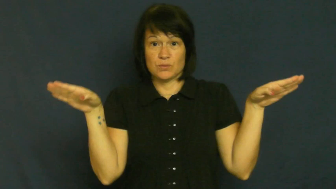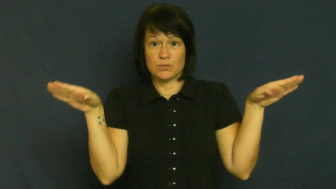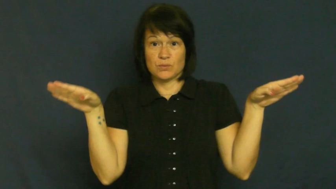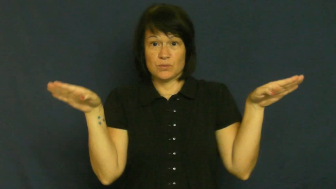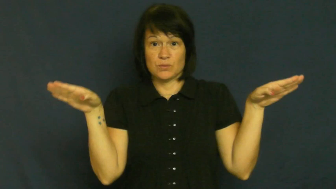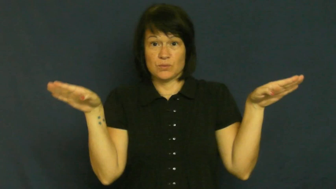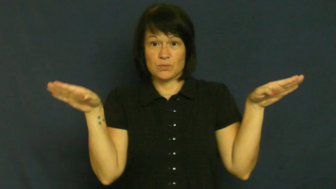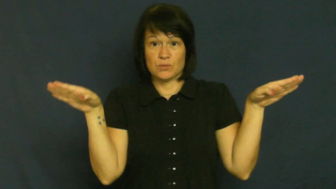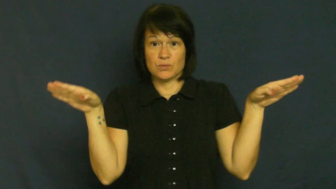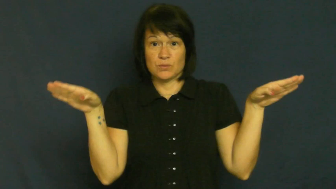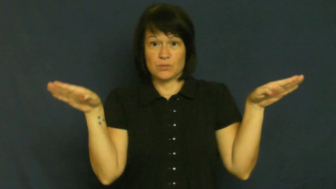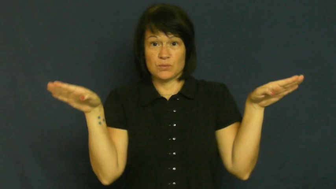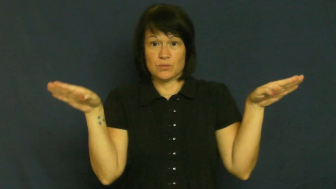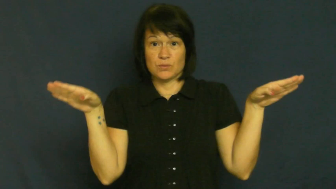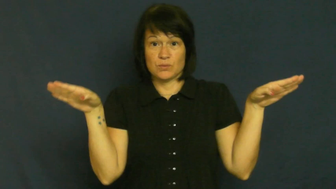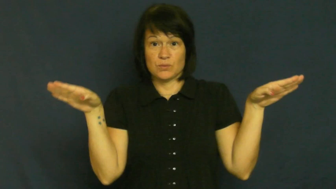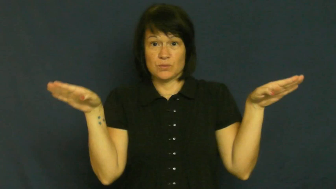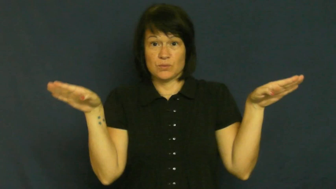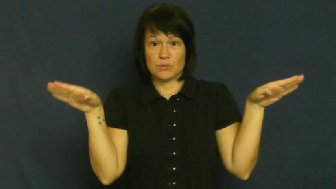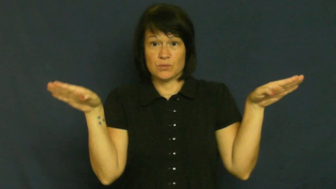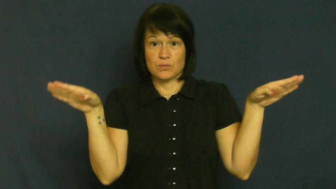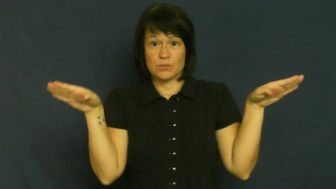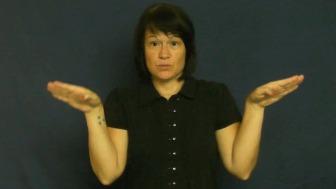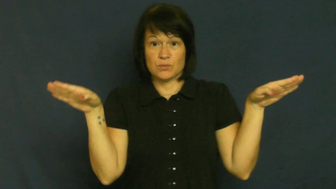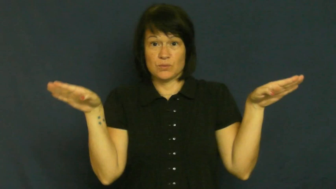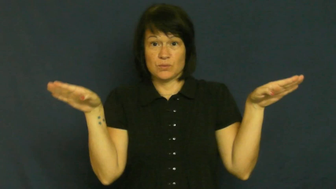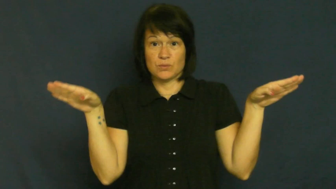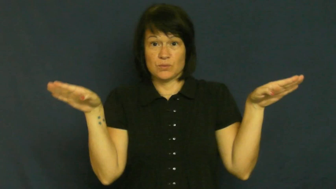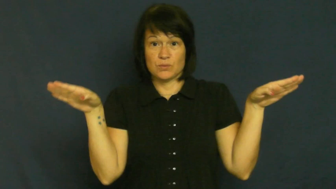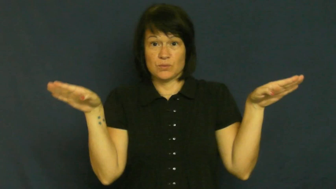wings down